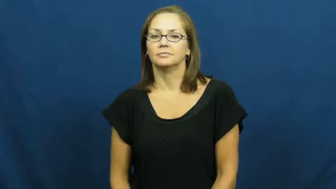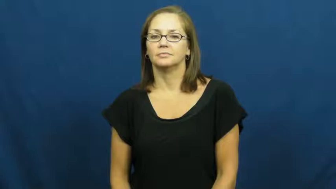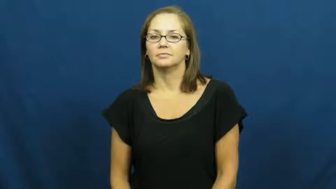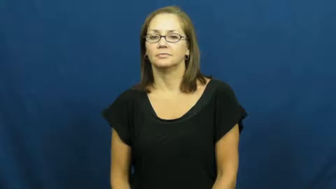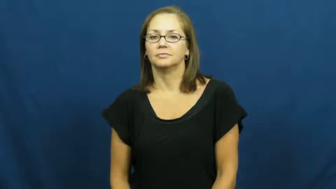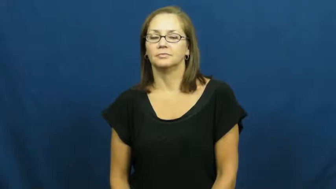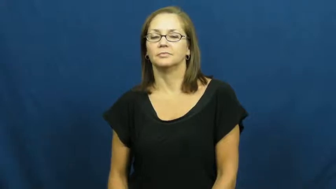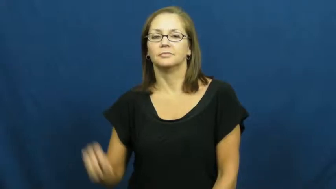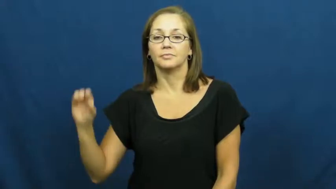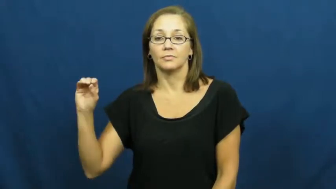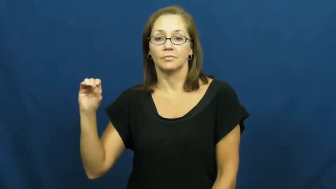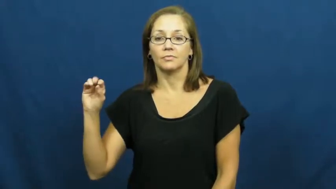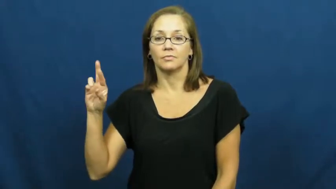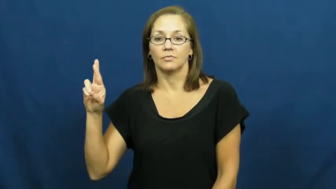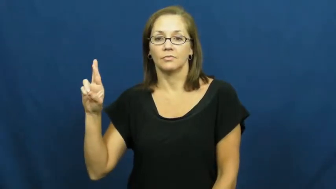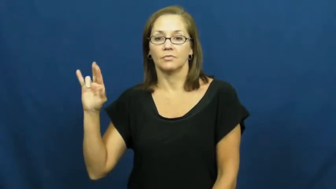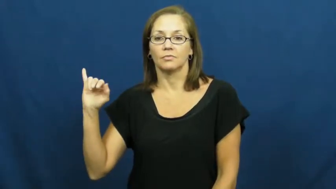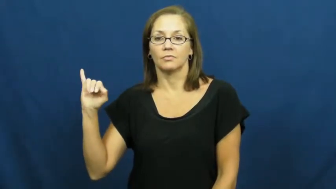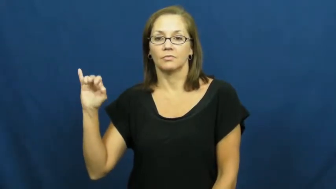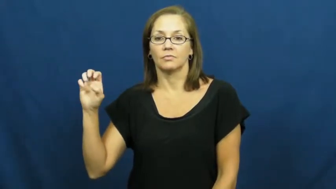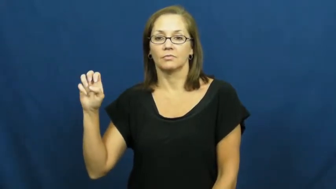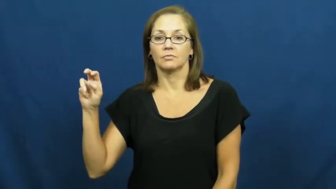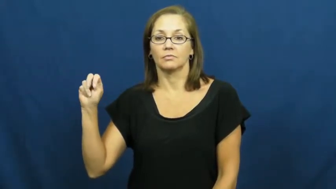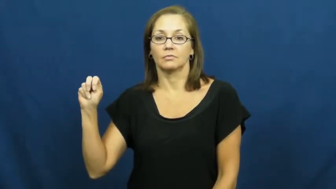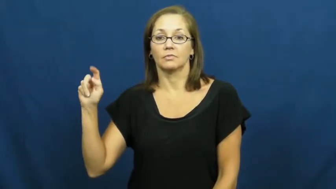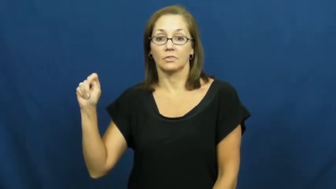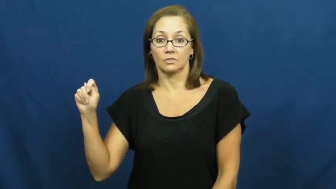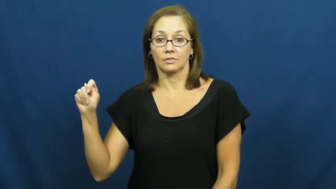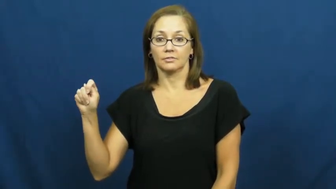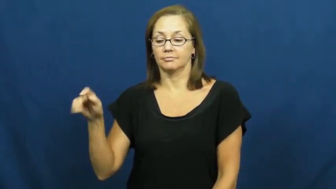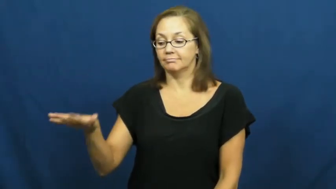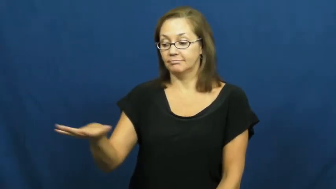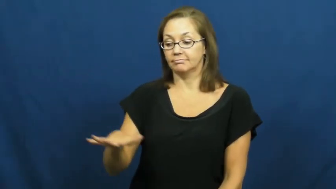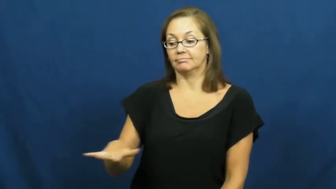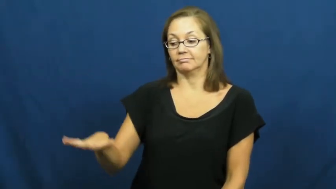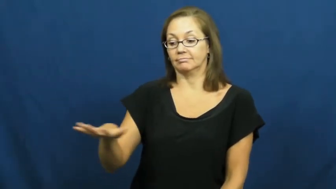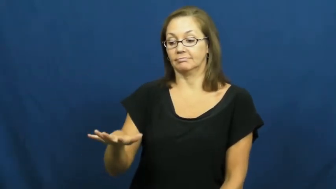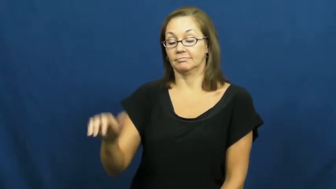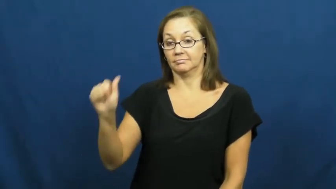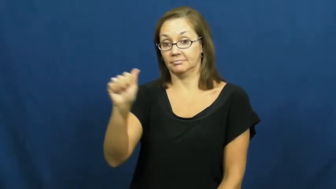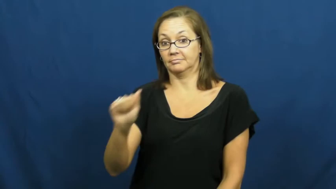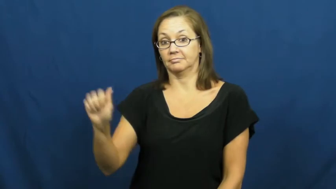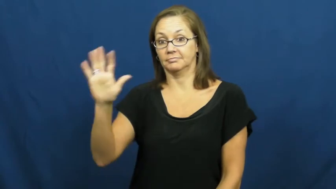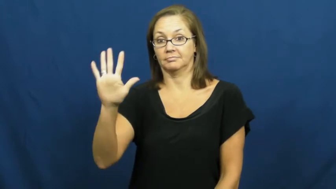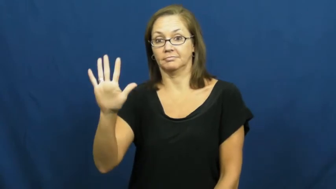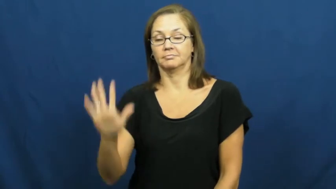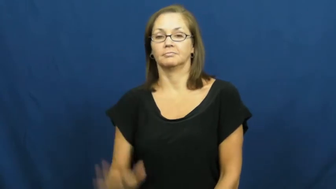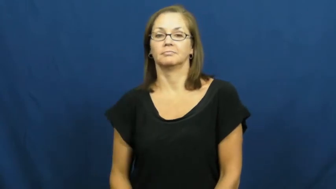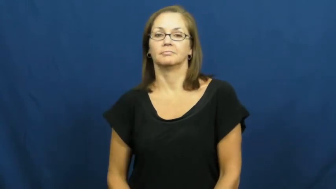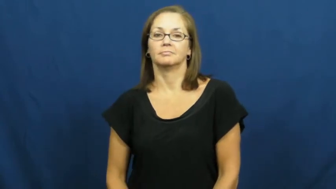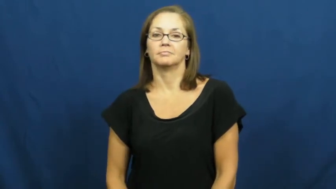orient-asia